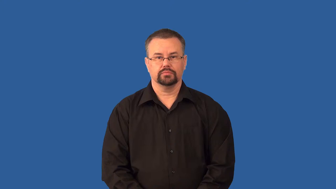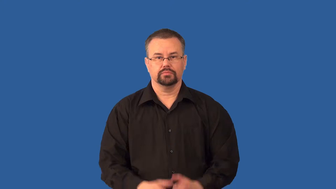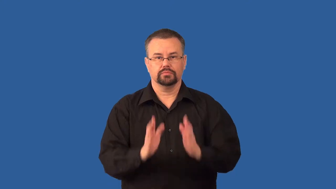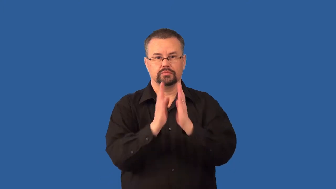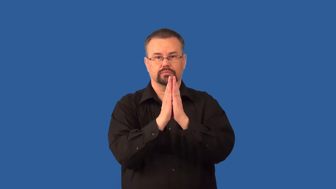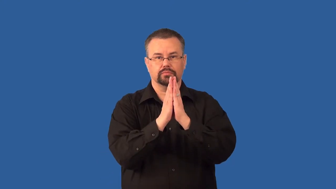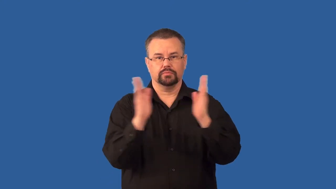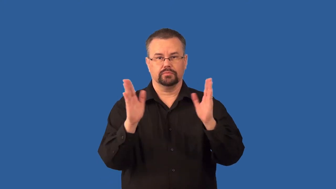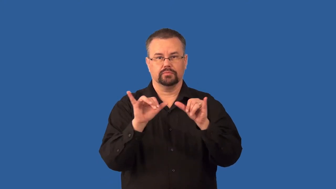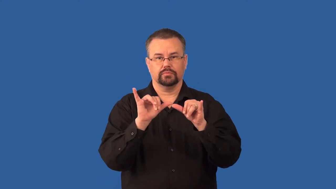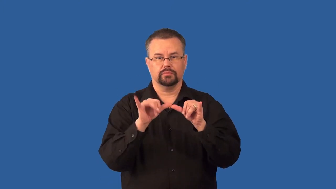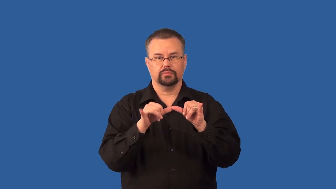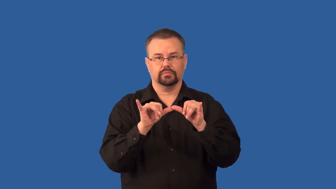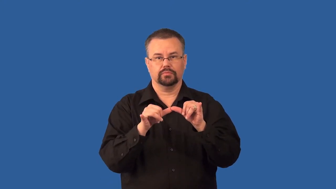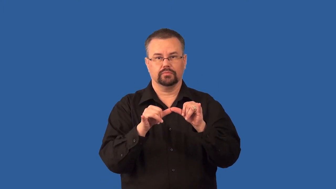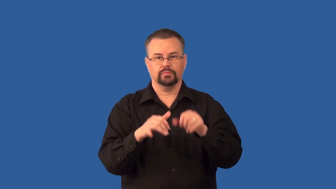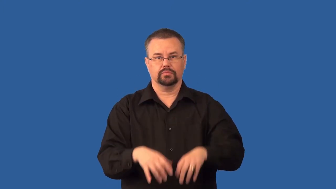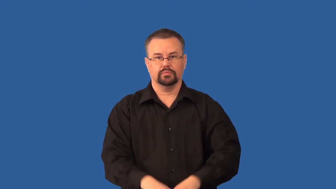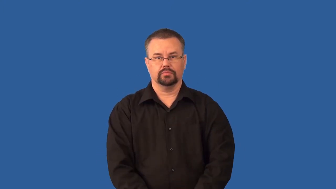spectrometer